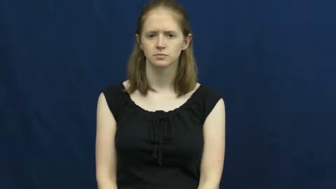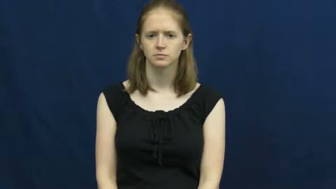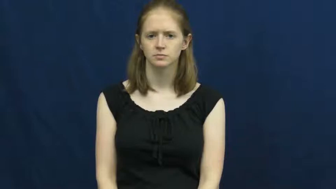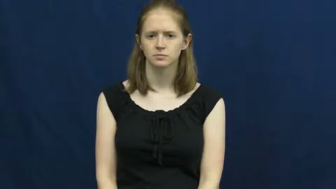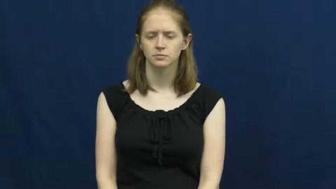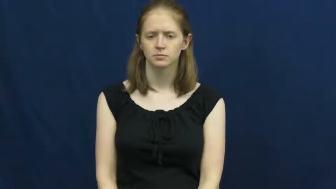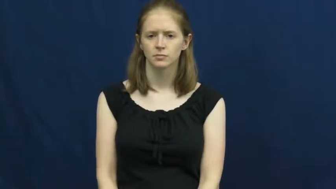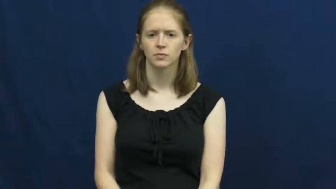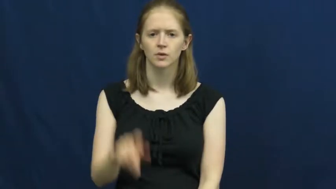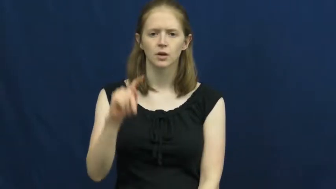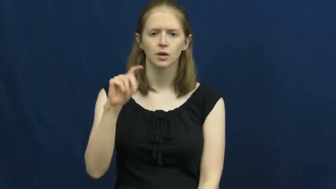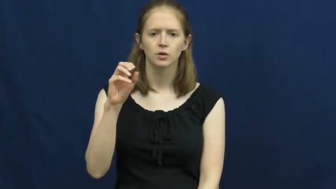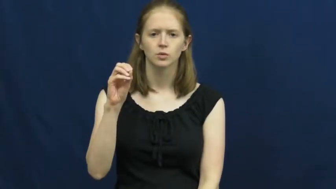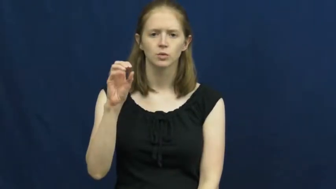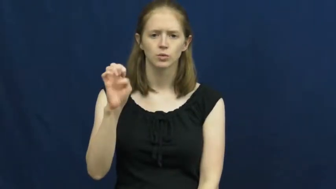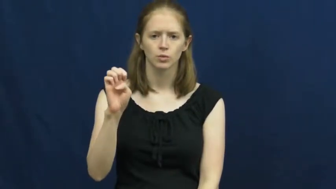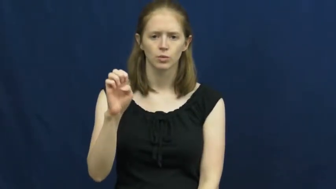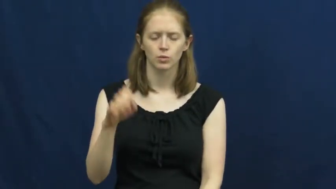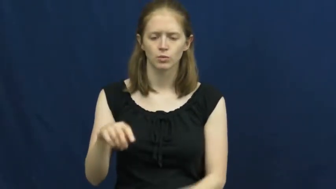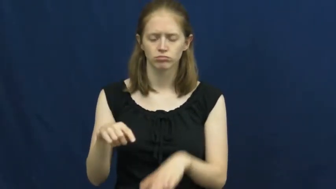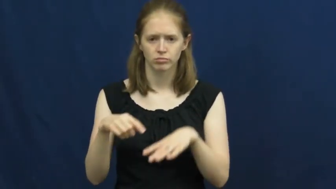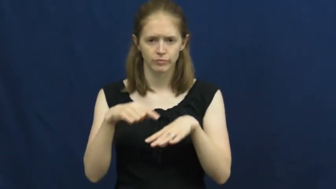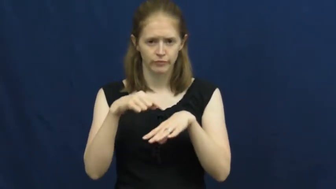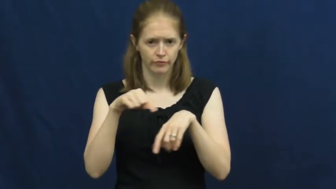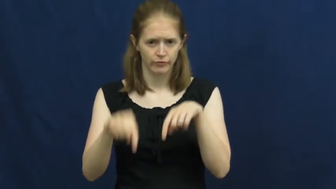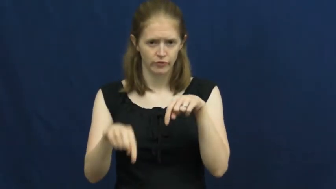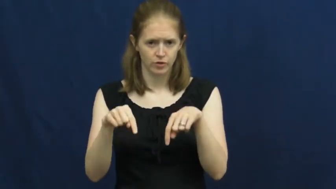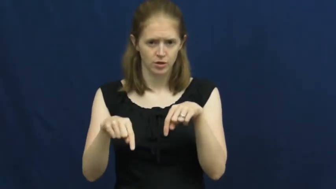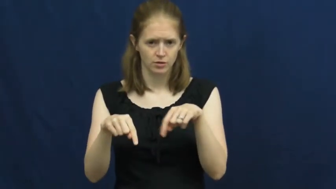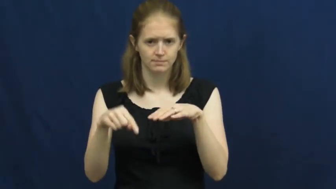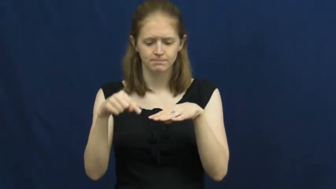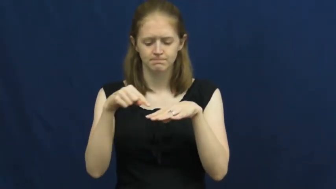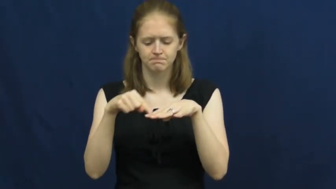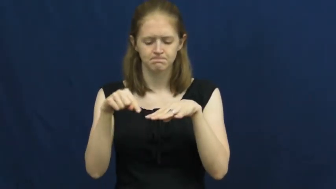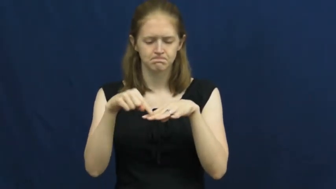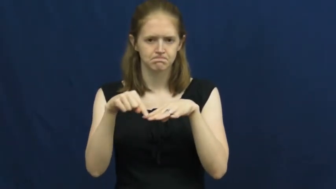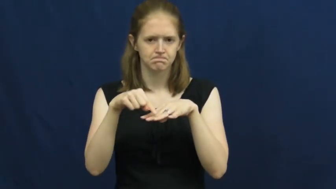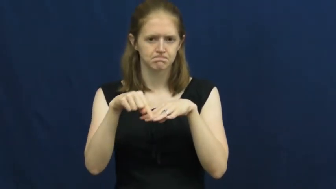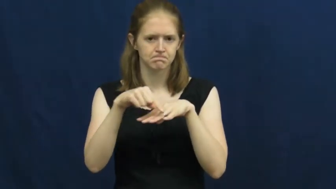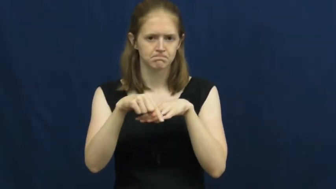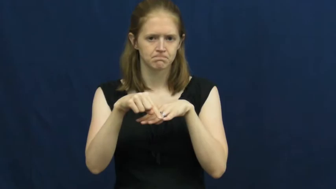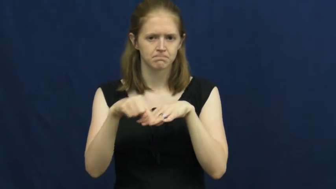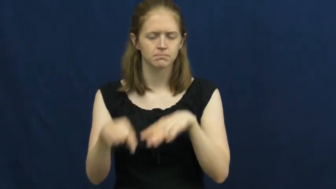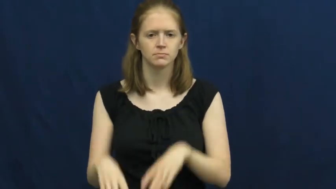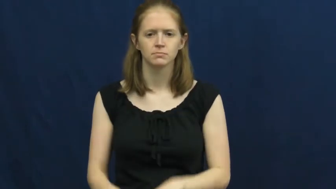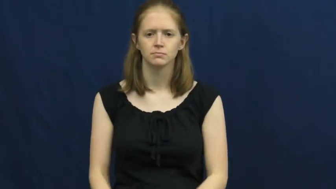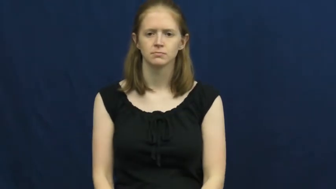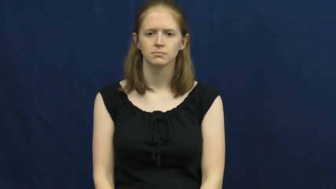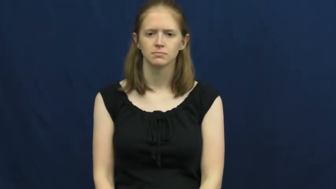toe